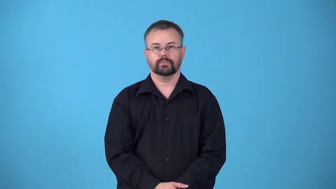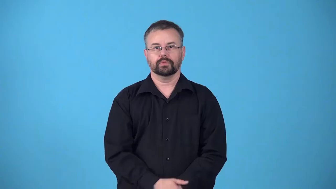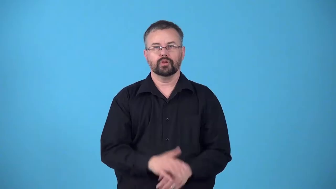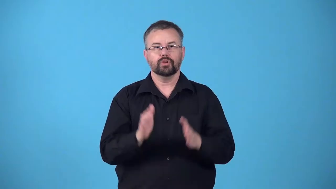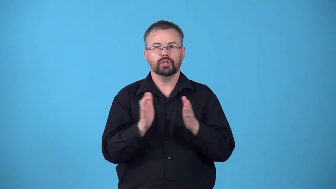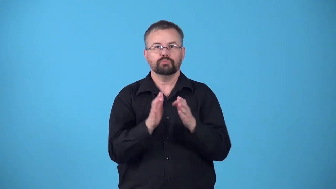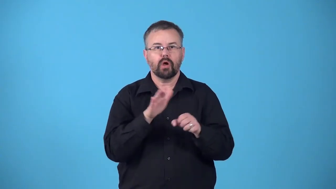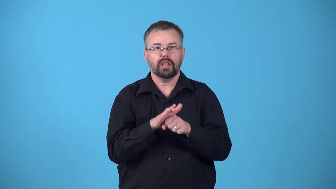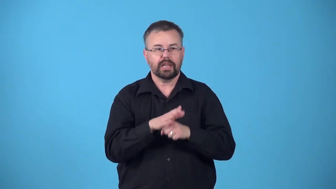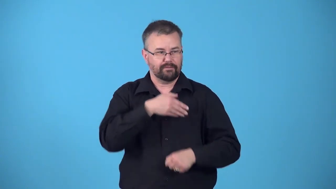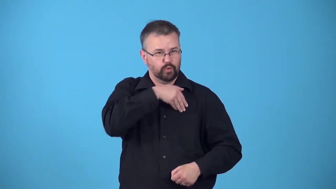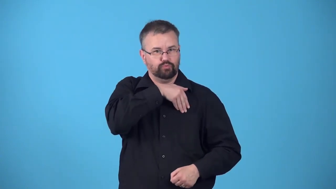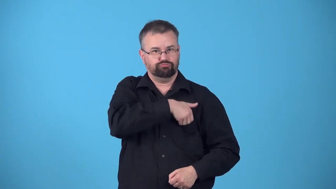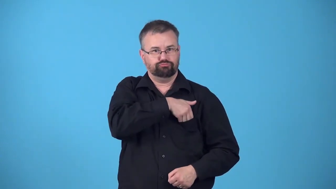pocketsize